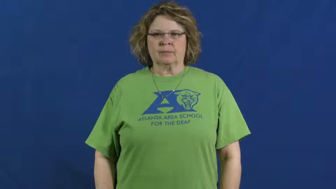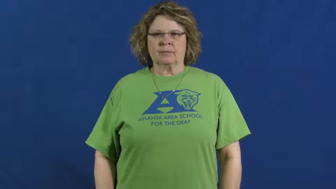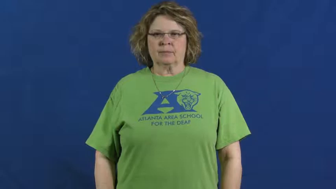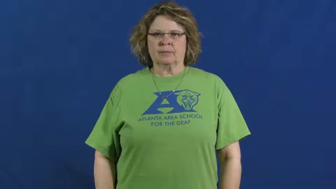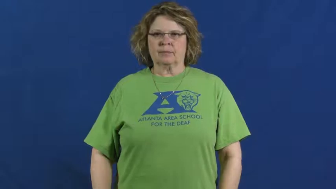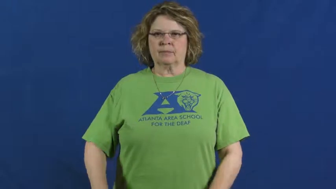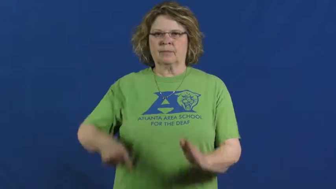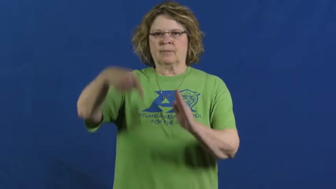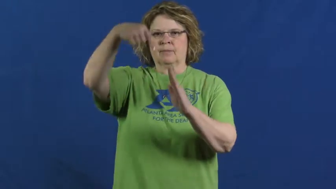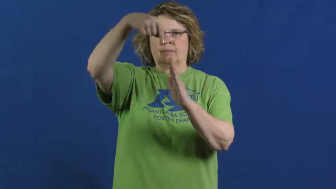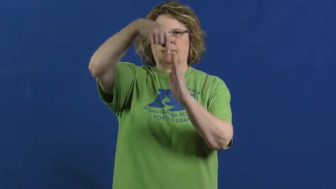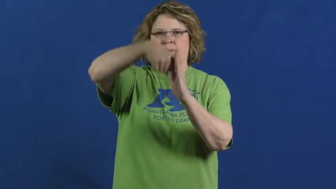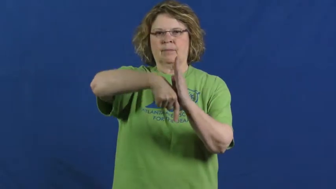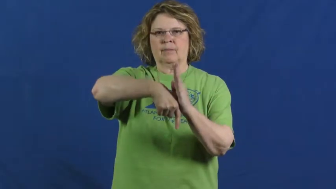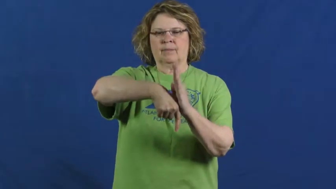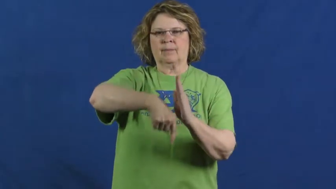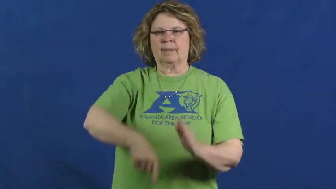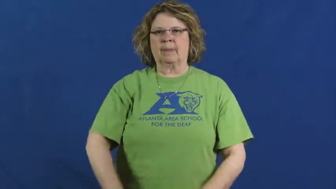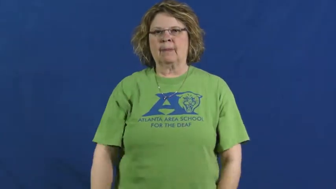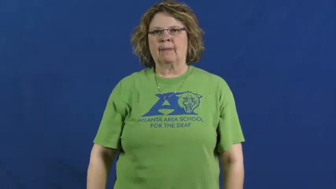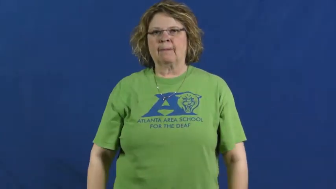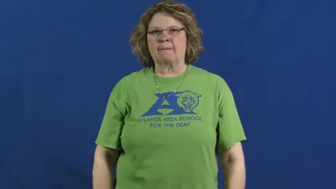extensive